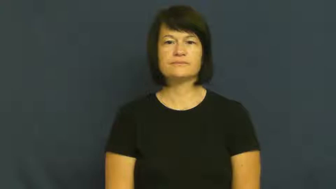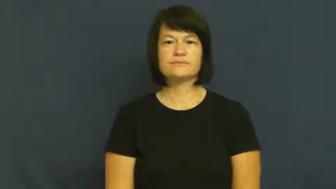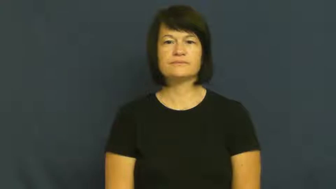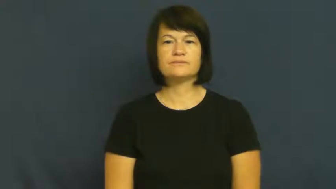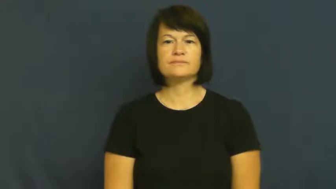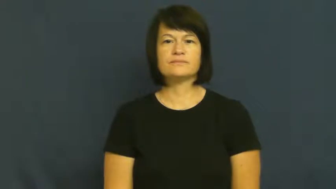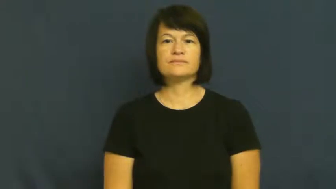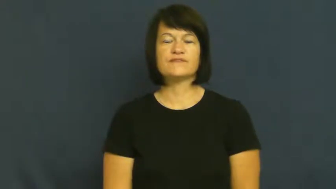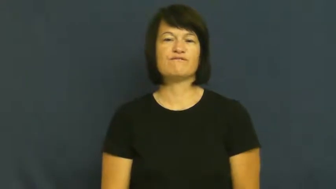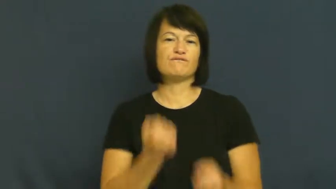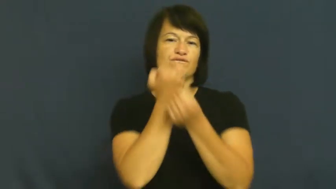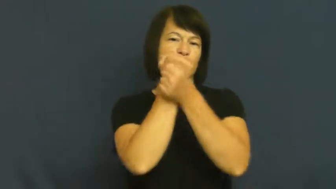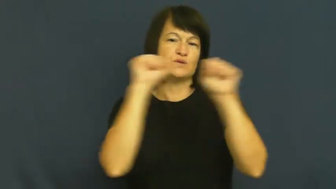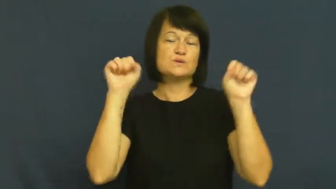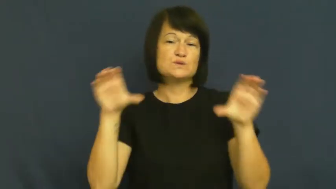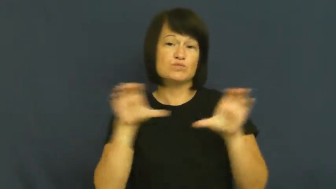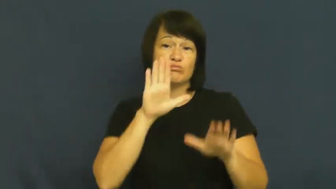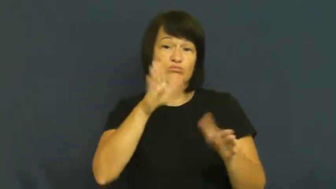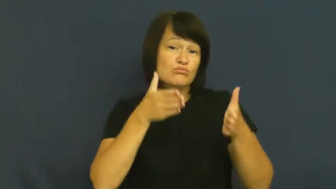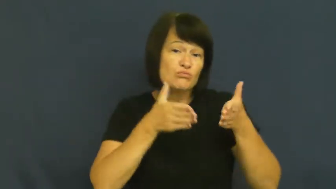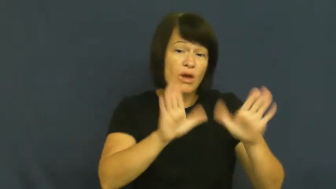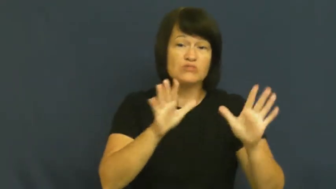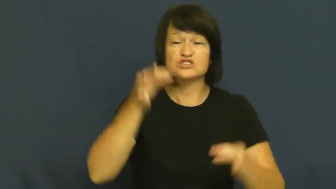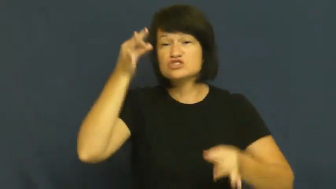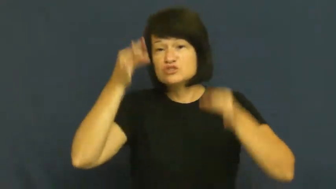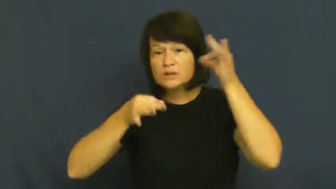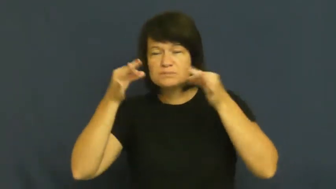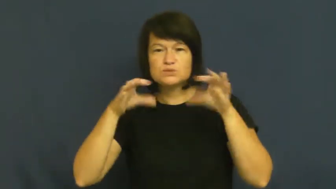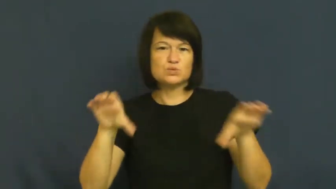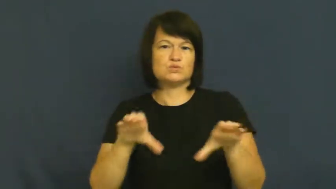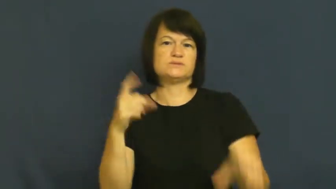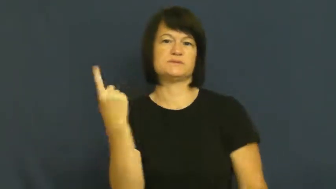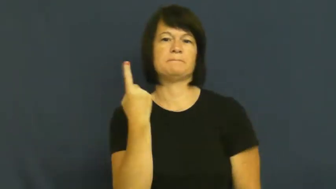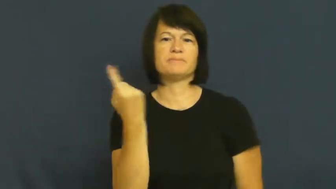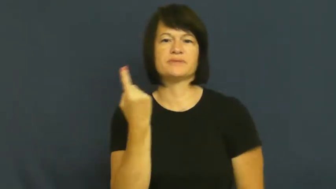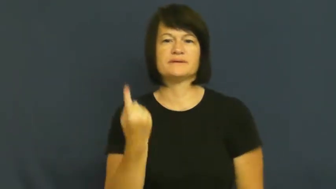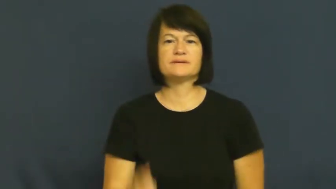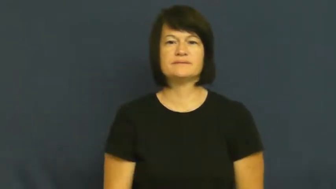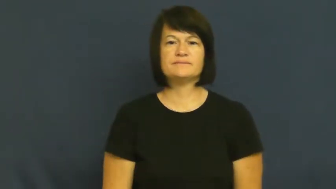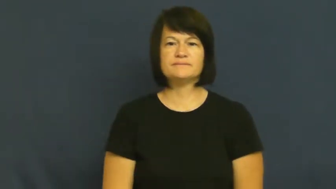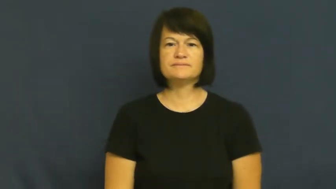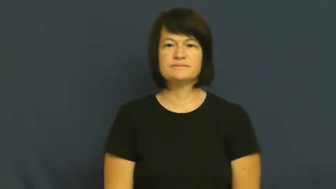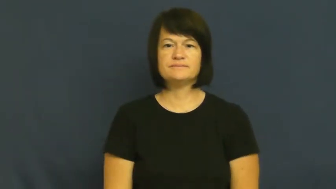latitude-freedom